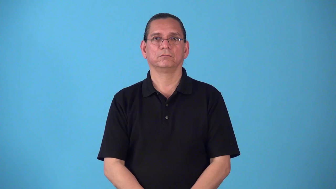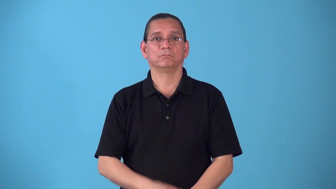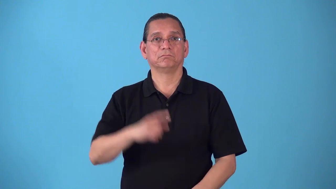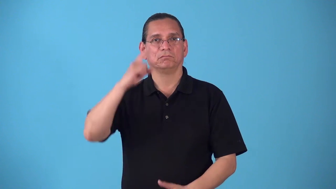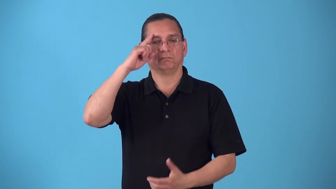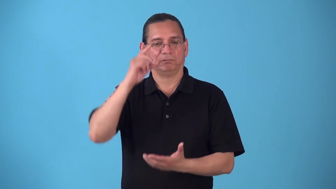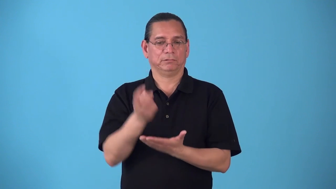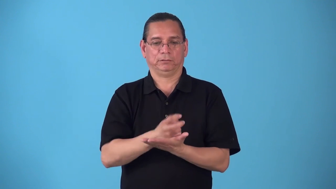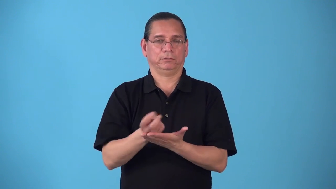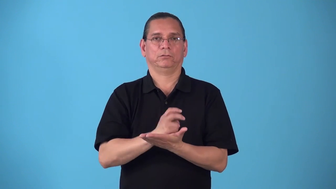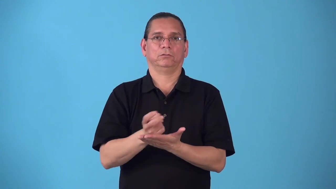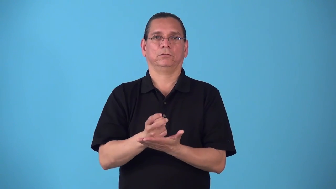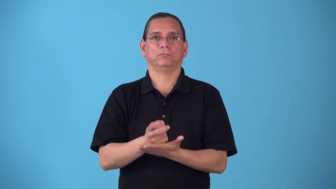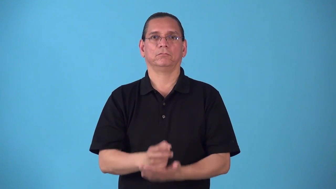seizure